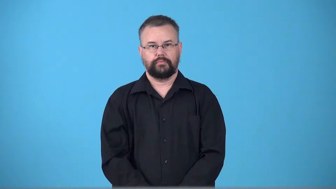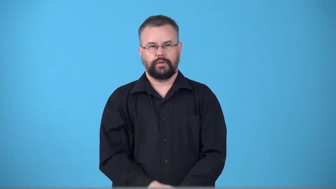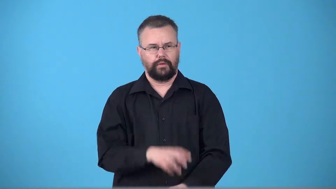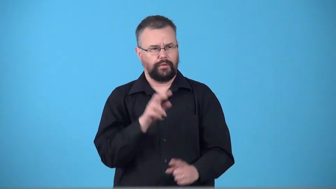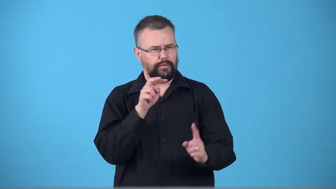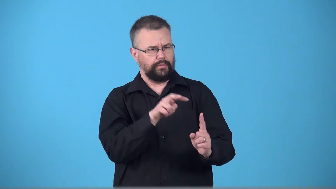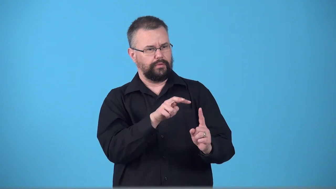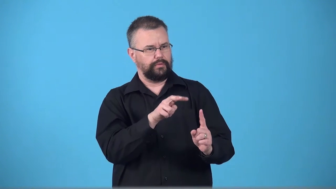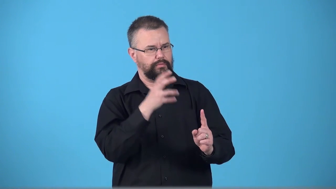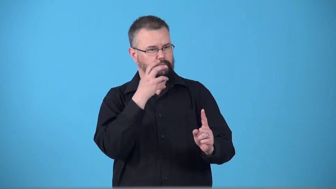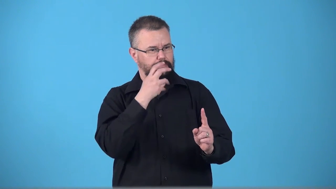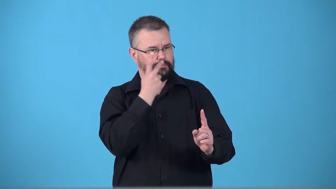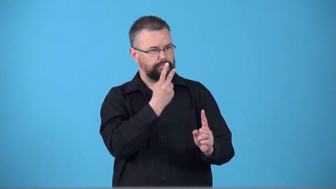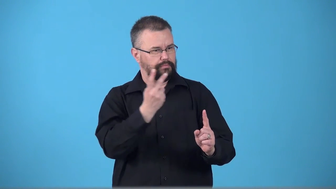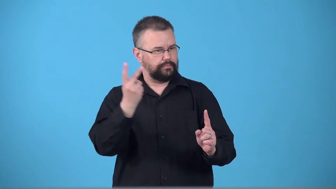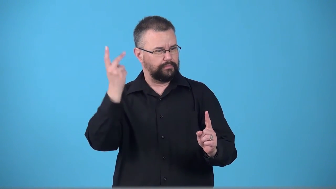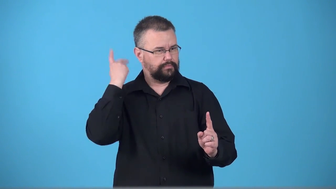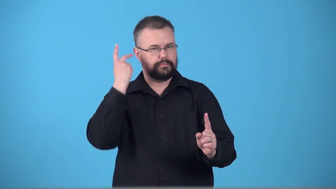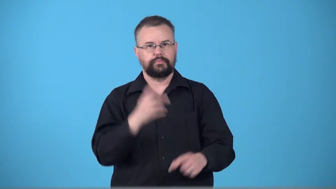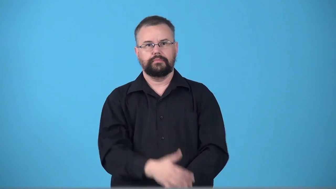throwback